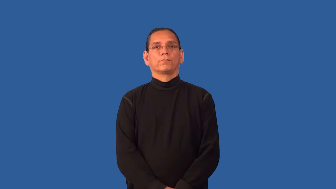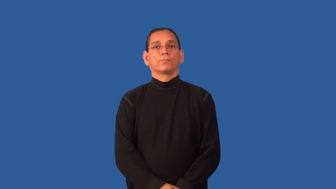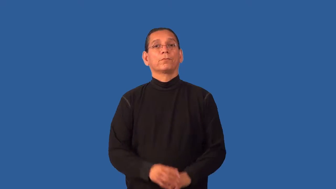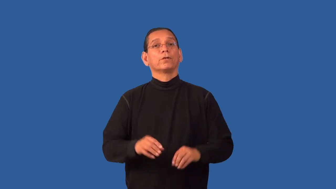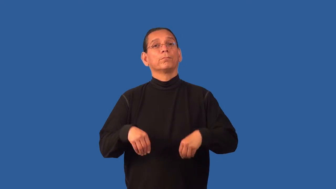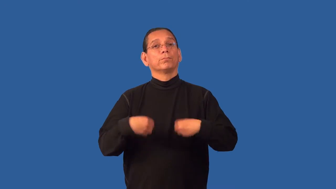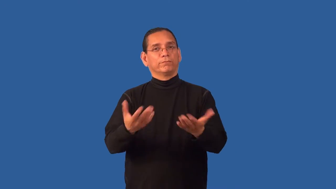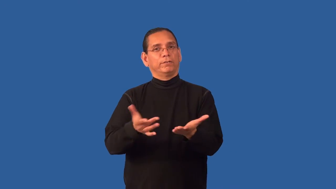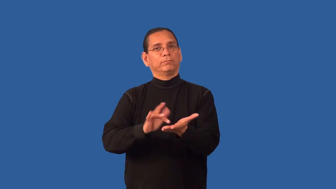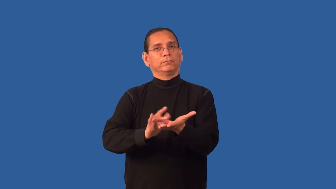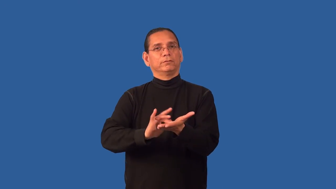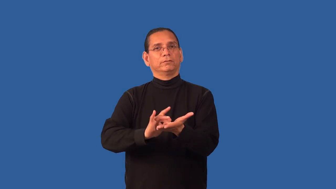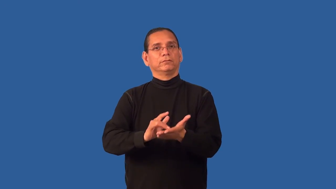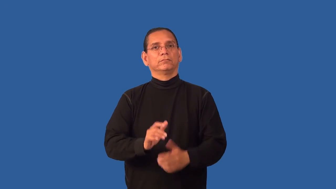fill-prescription